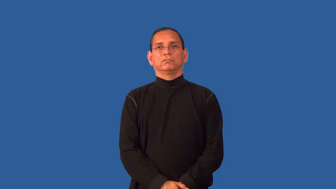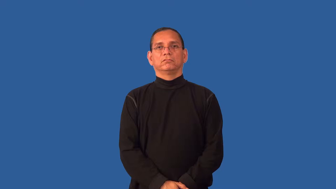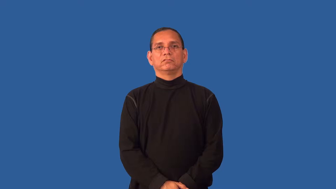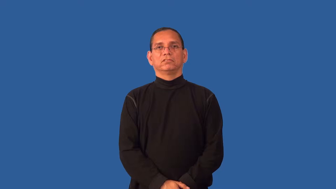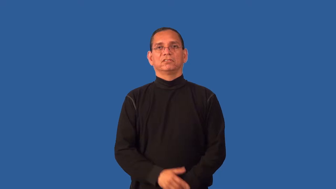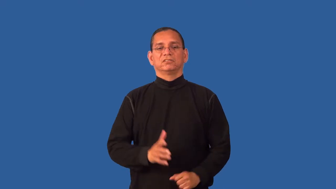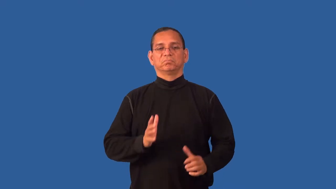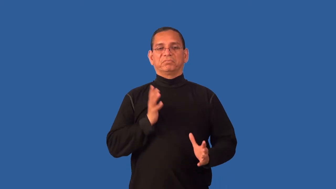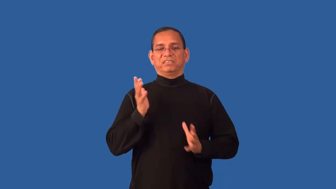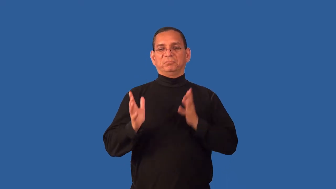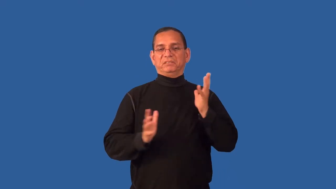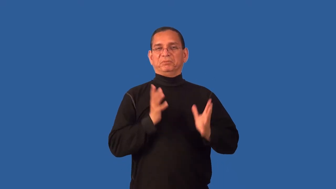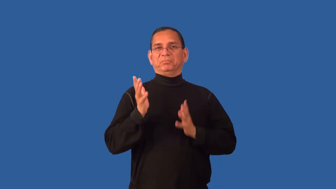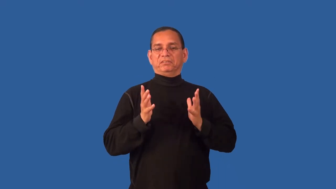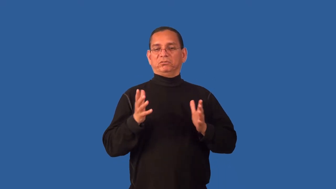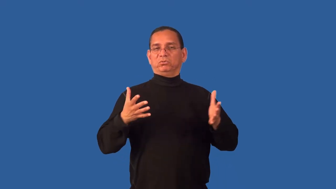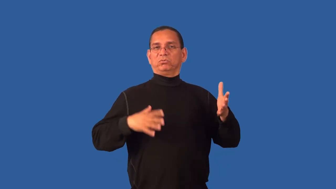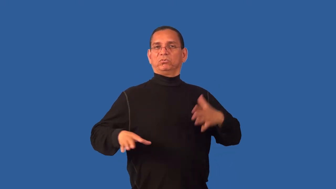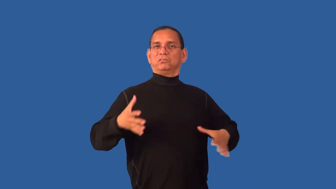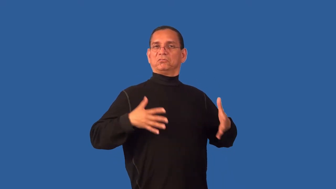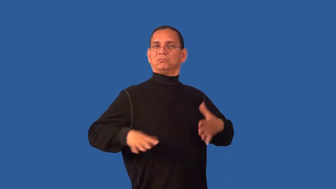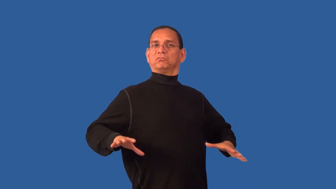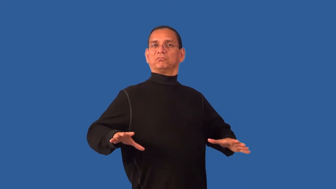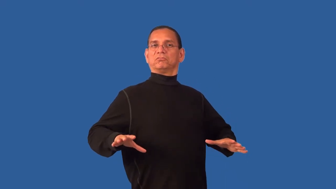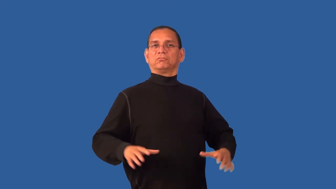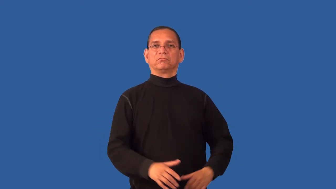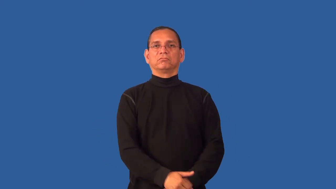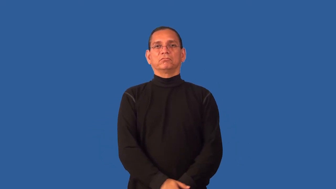dressy